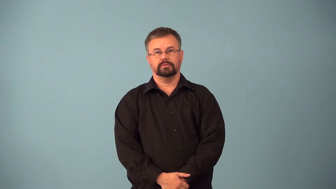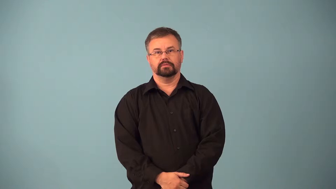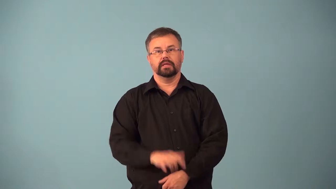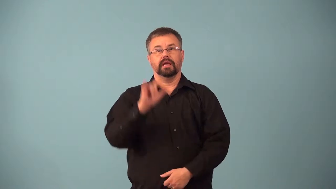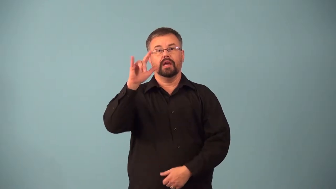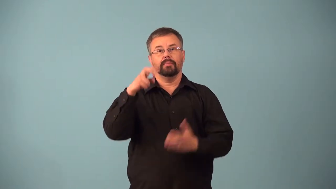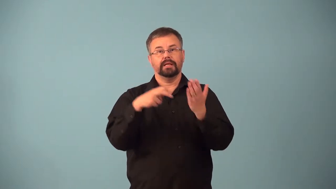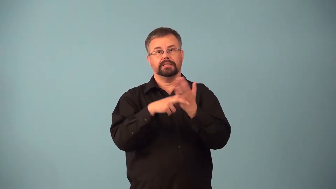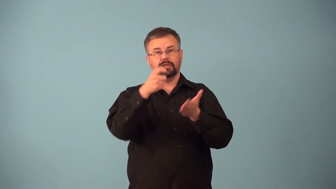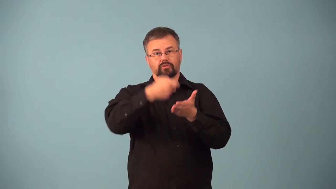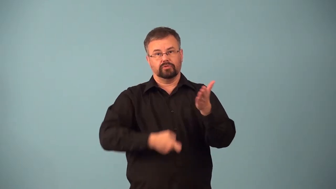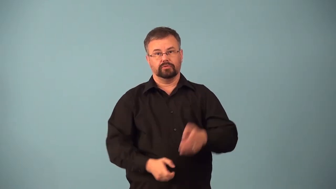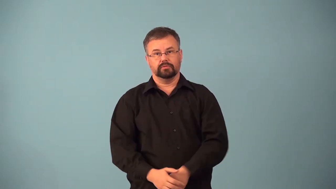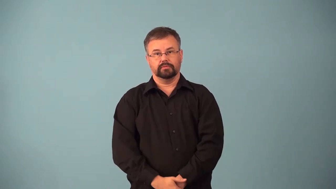airfare